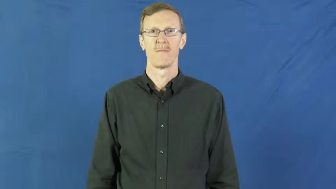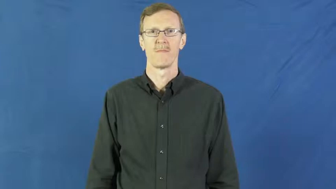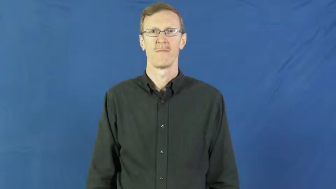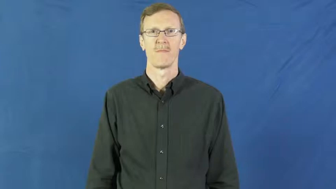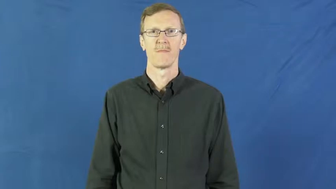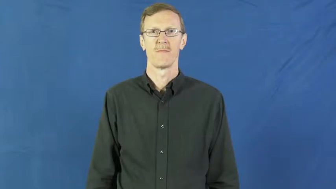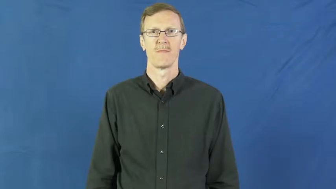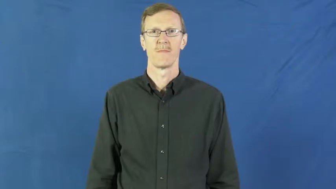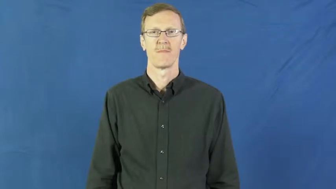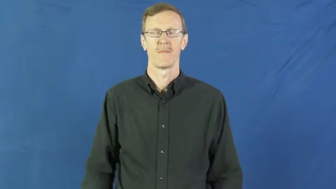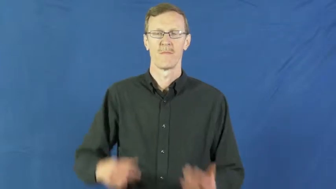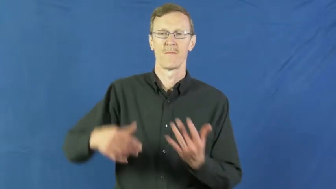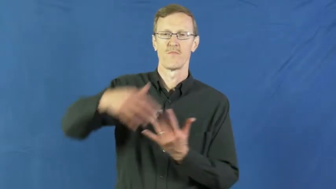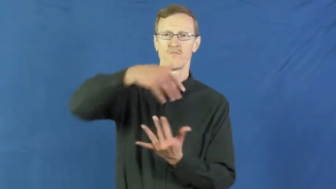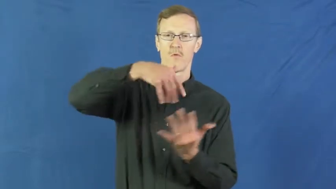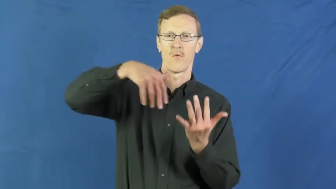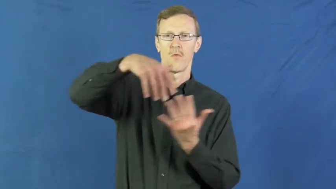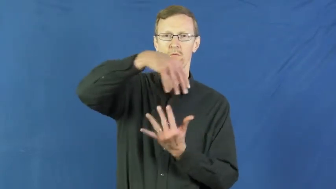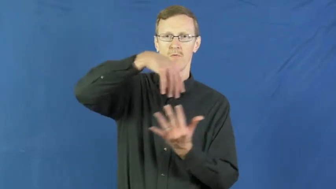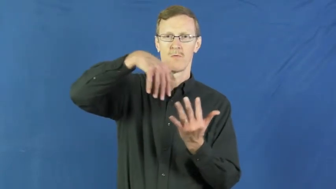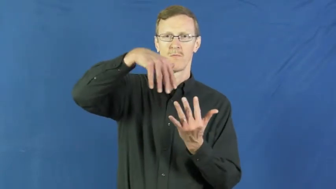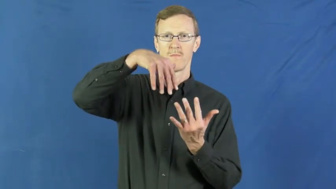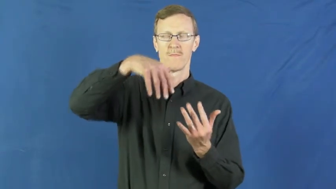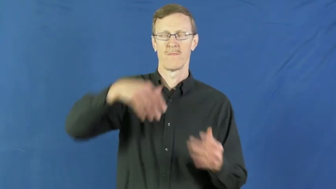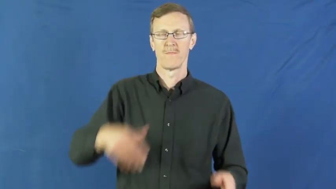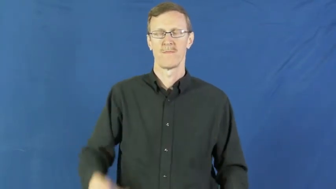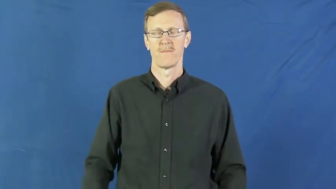mess around,pal around